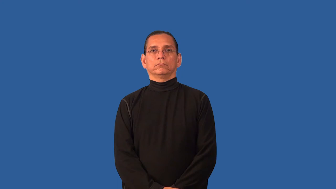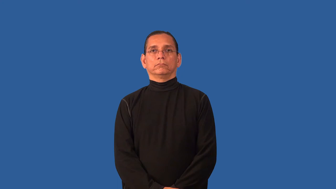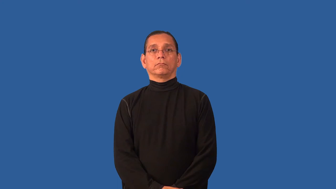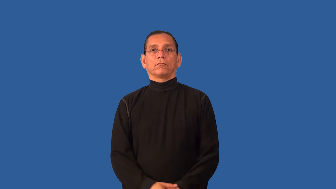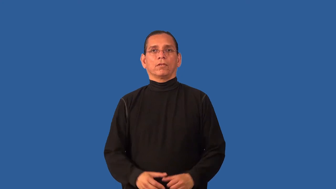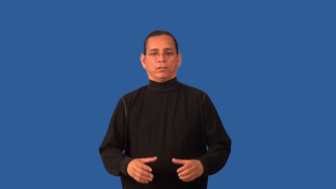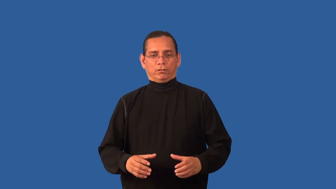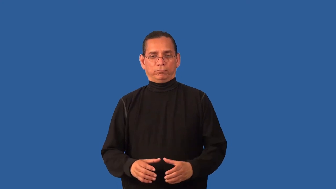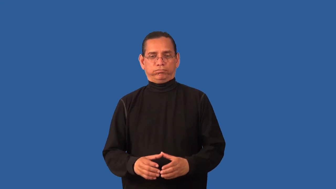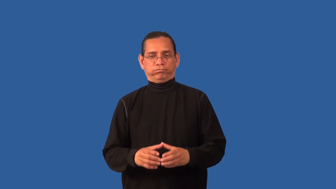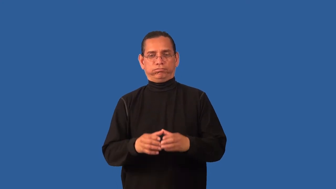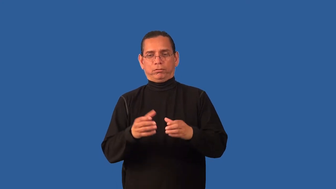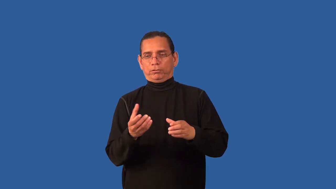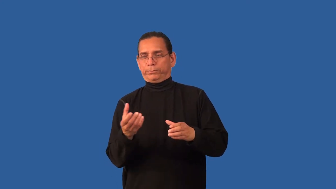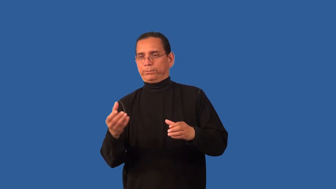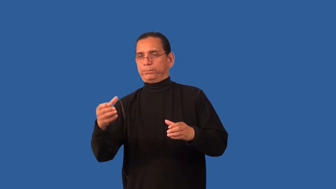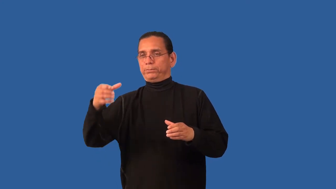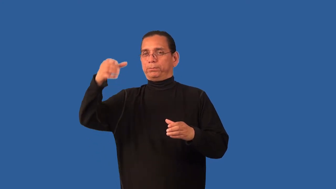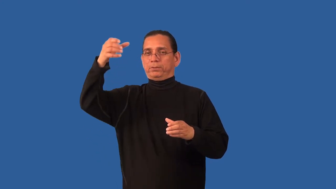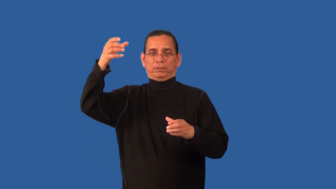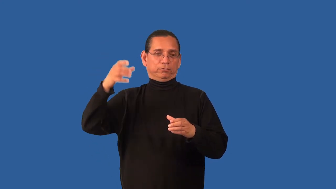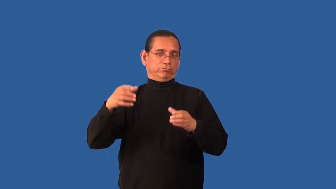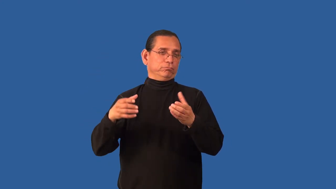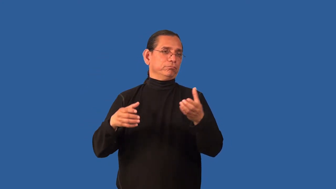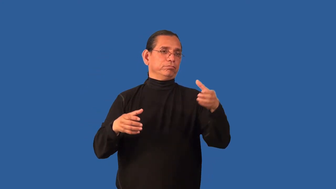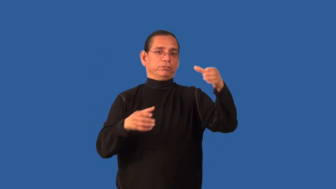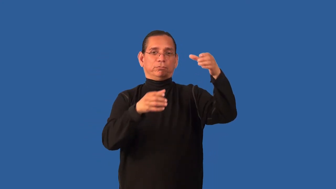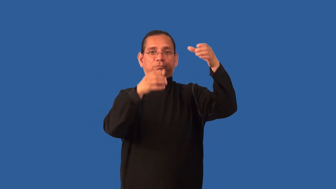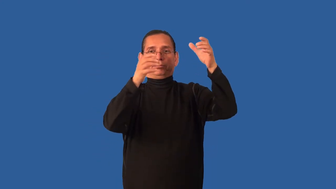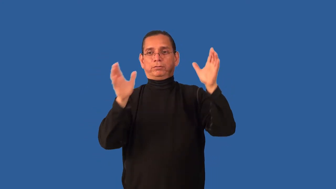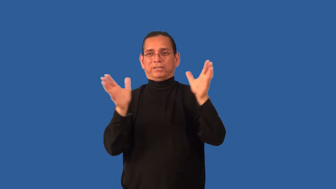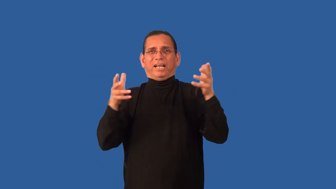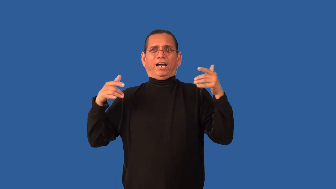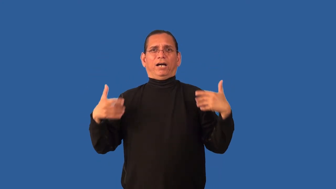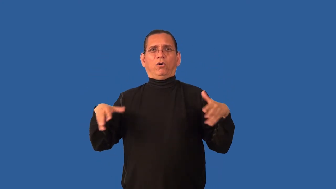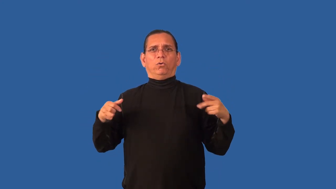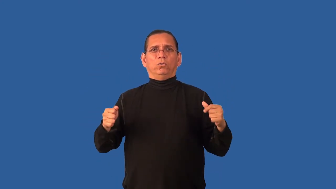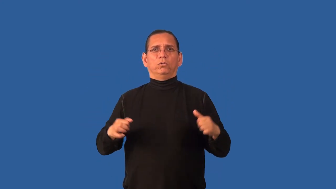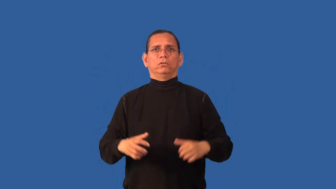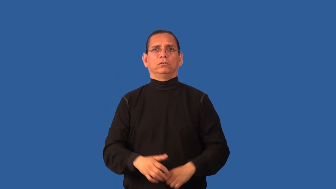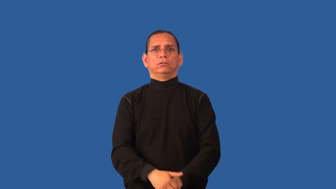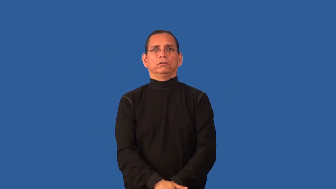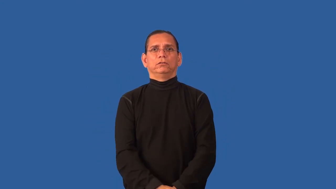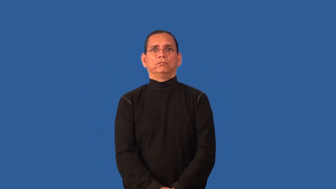cactus